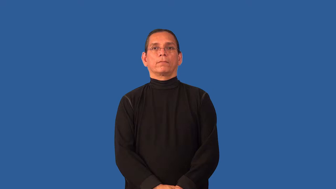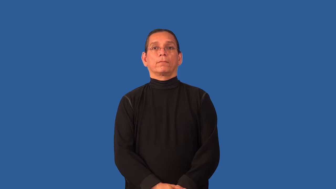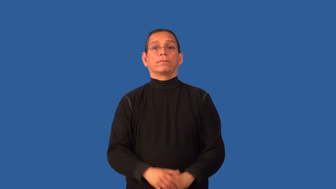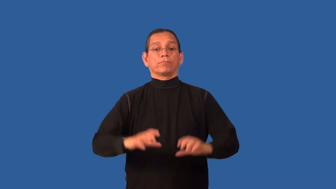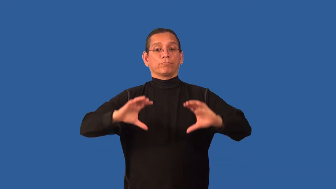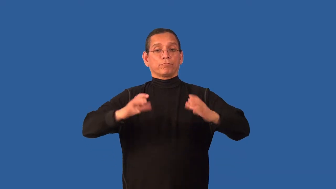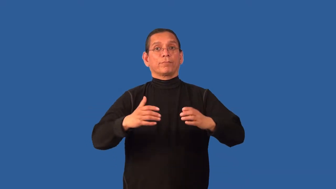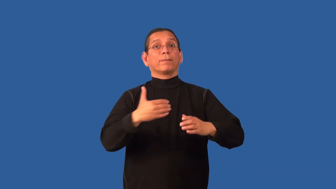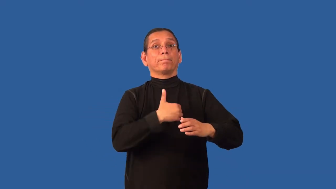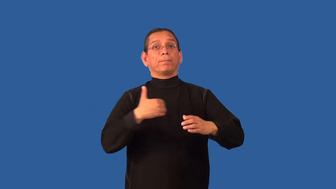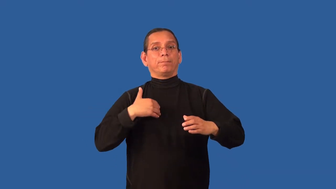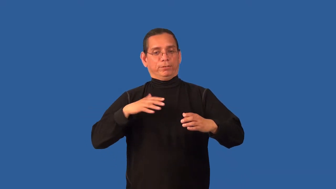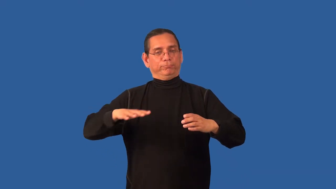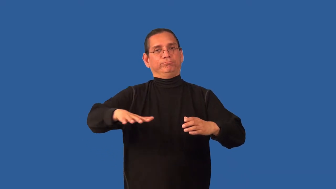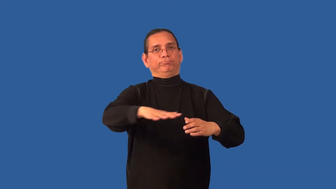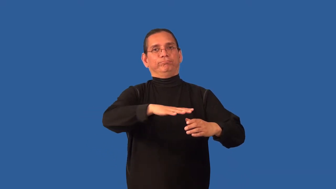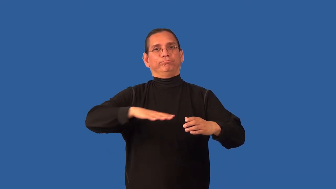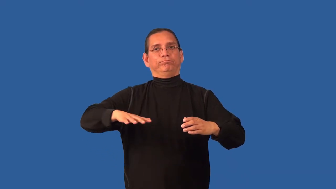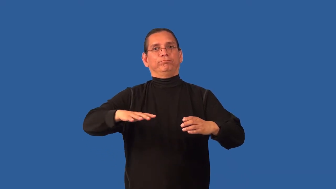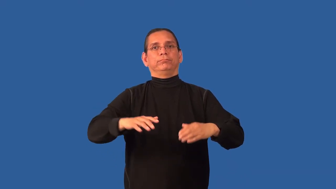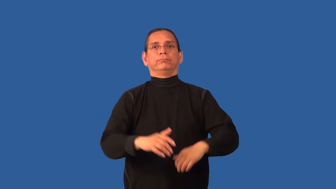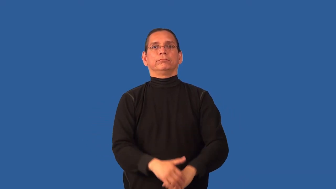collective,chapter